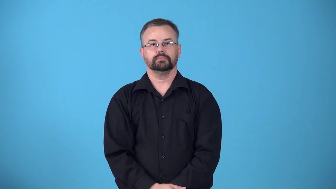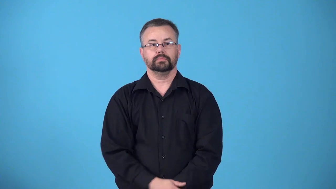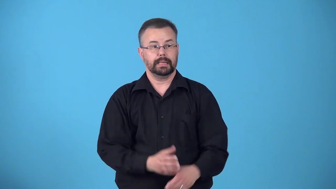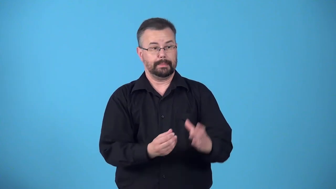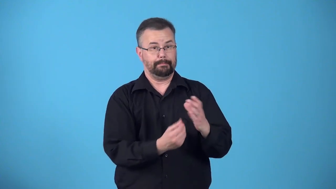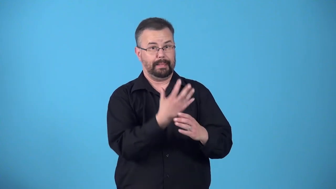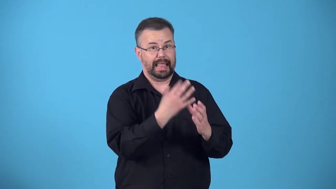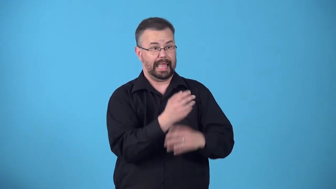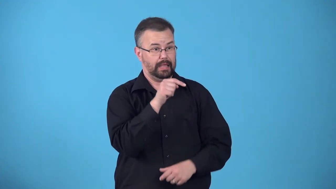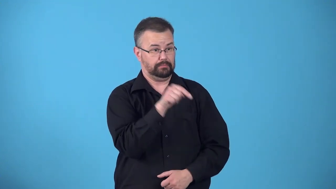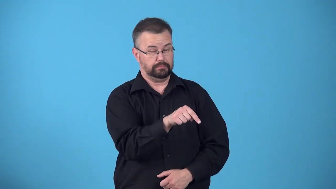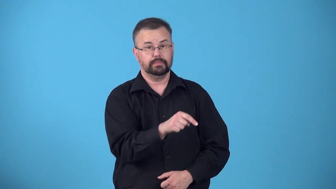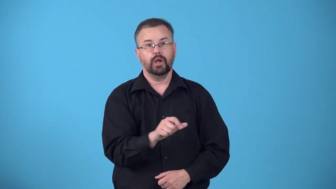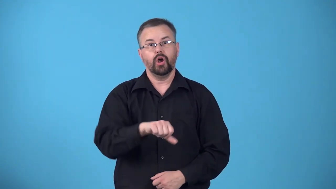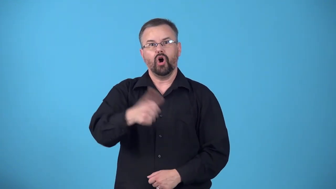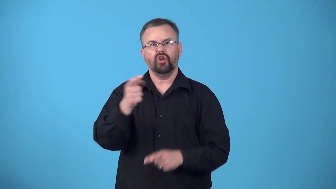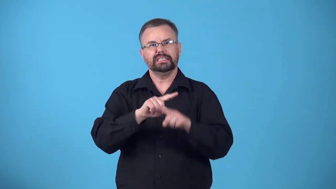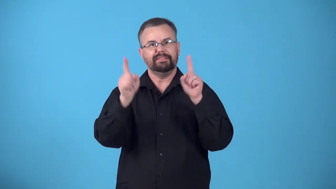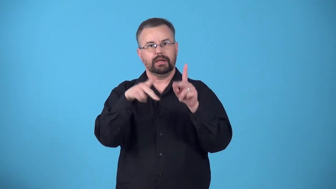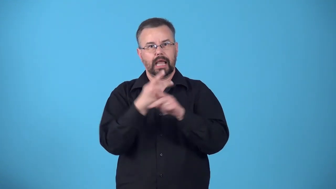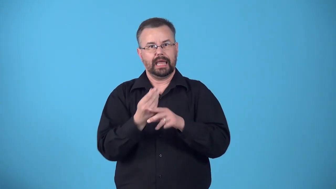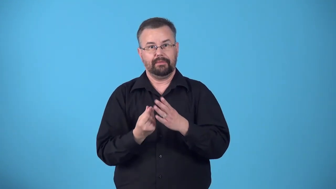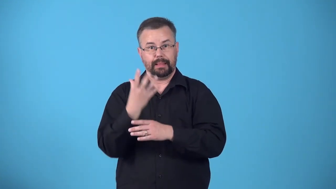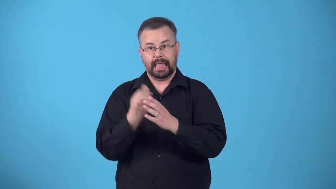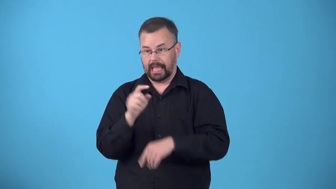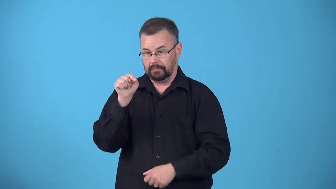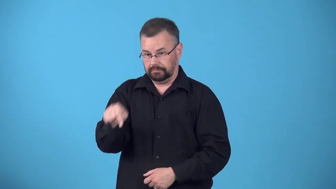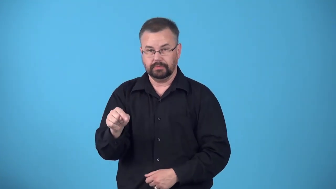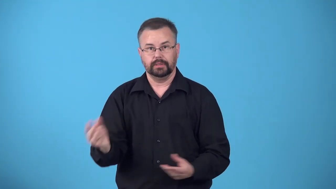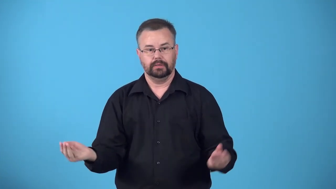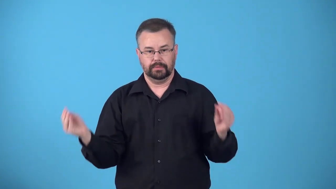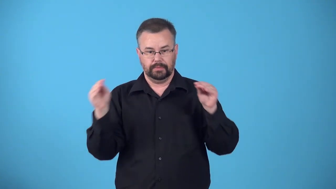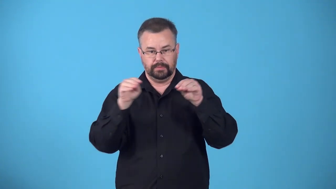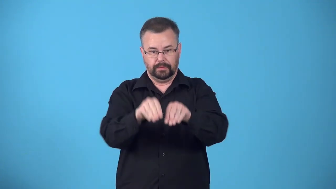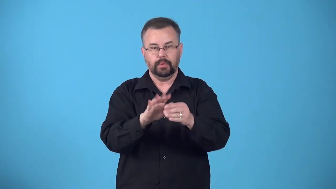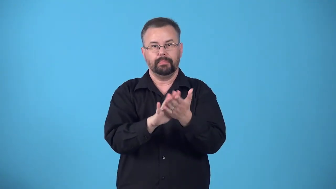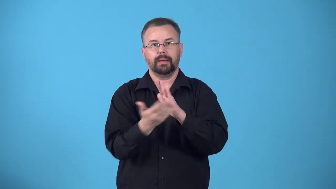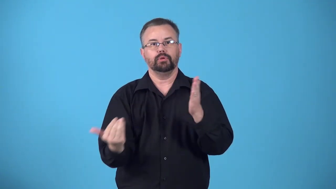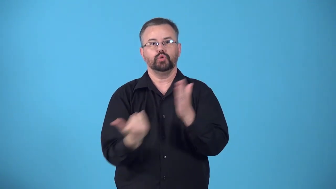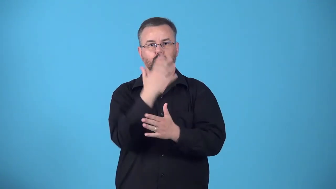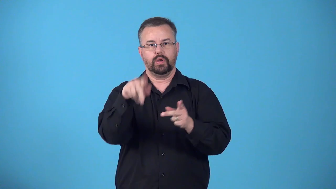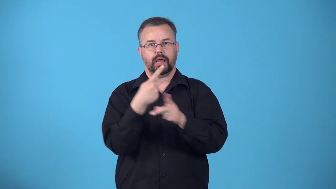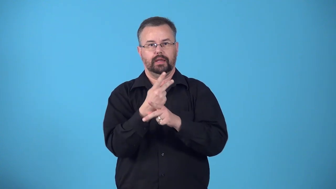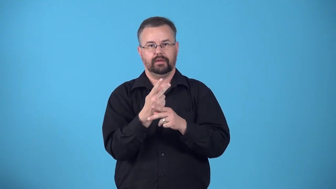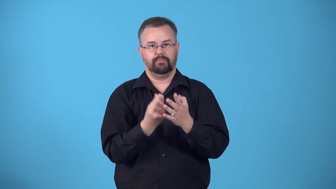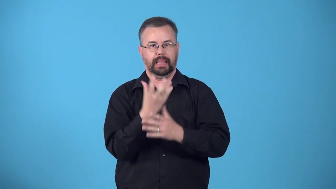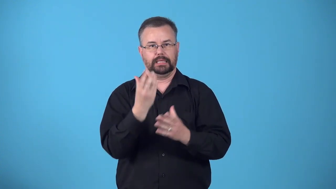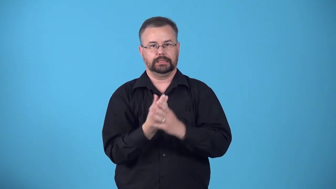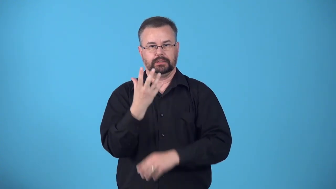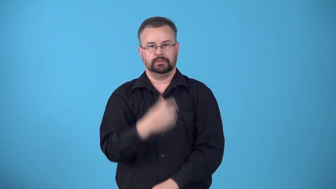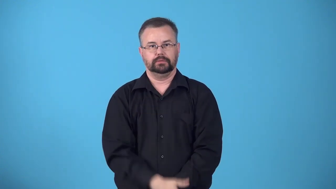crossfertilize